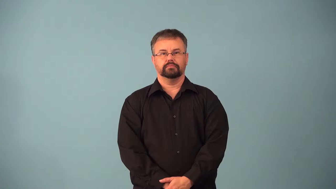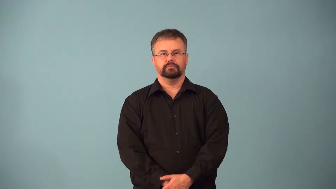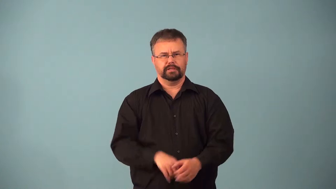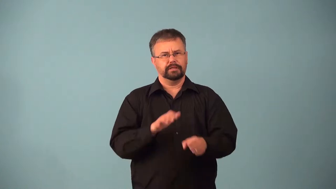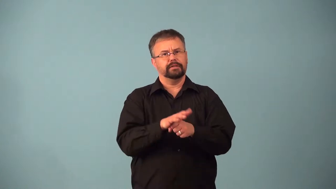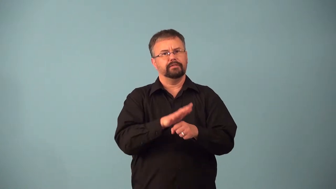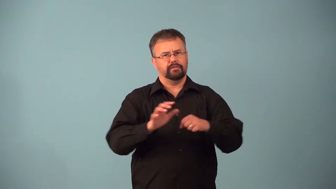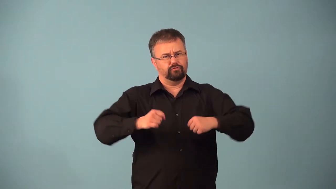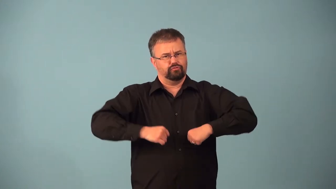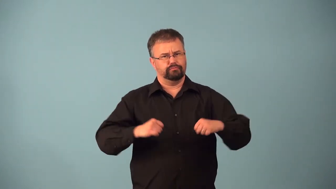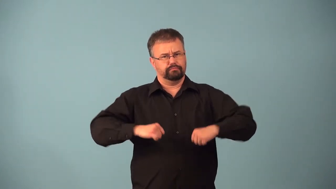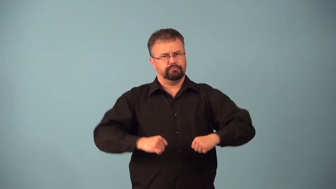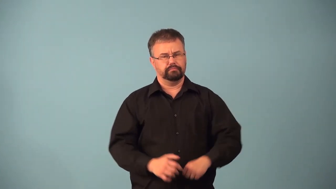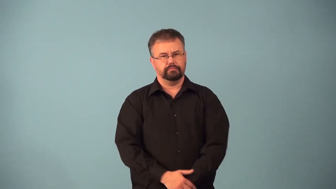accommodate-have enough room